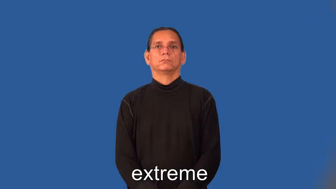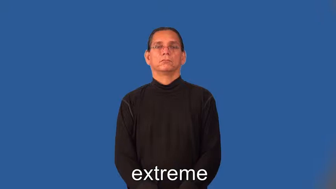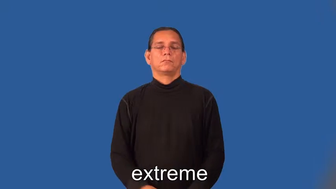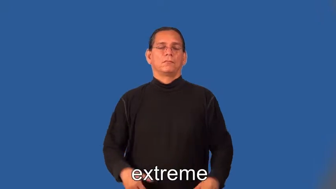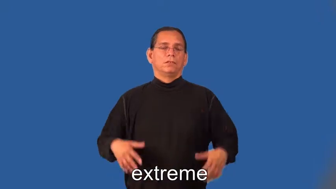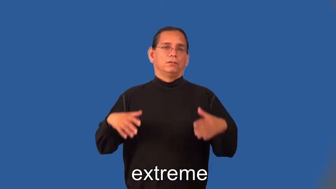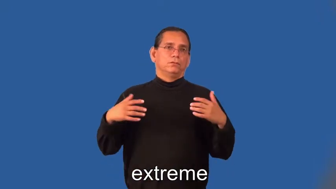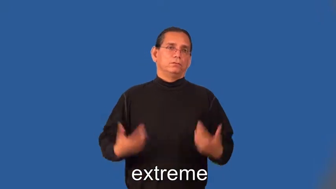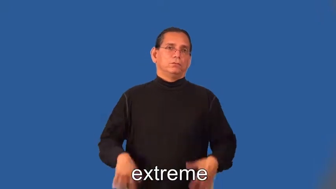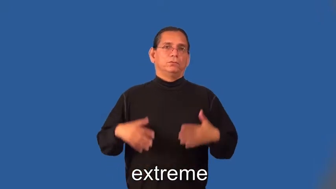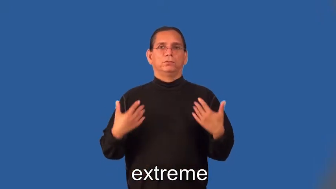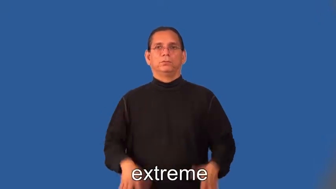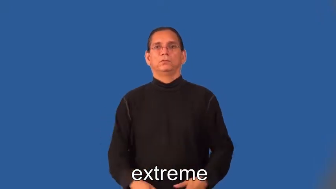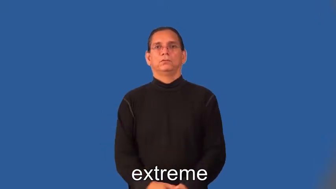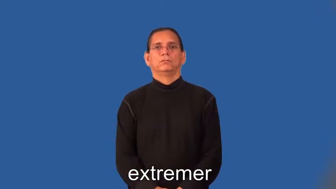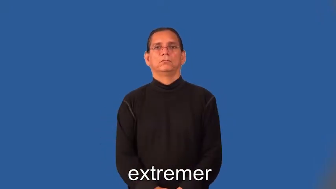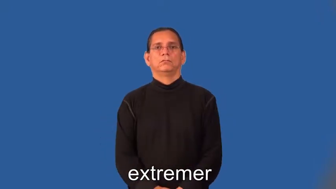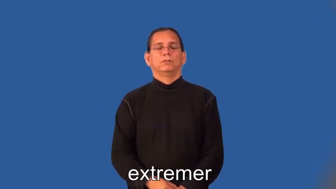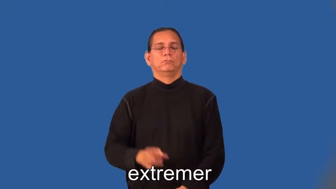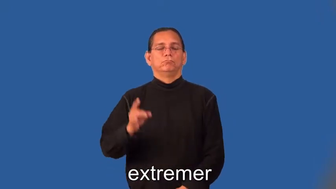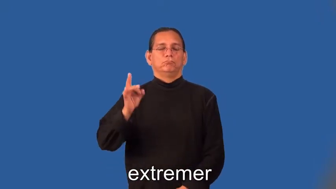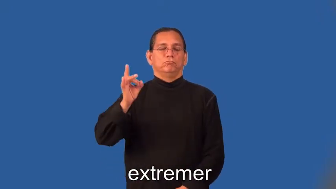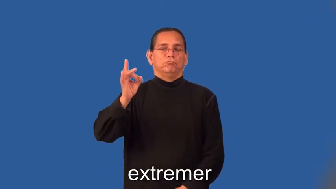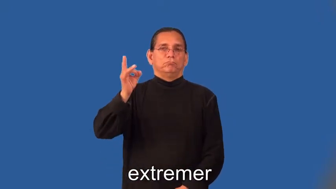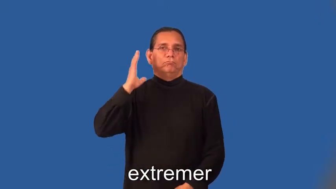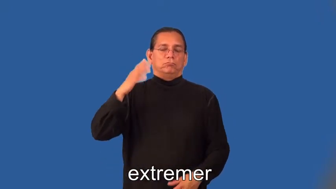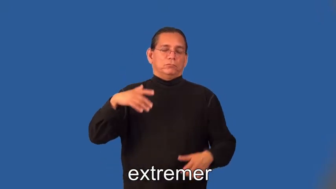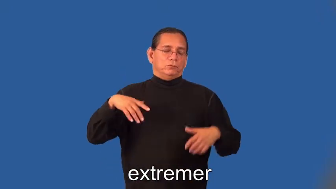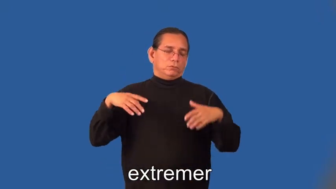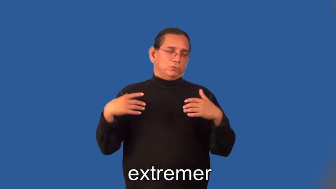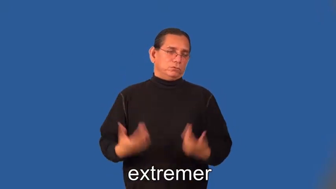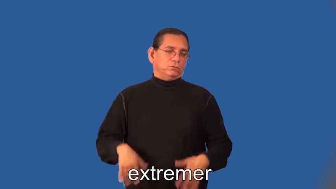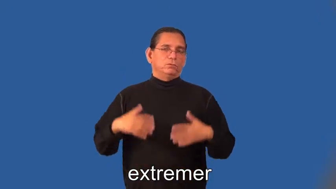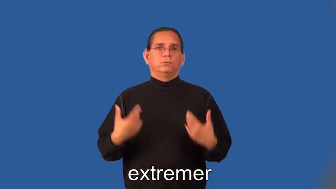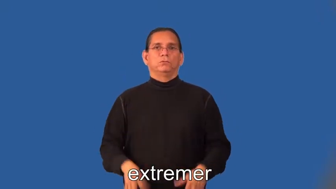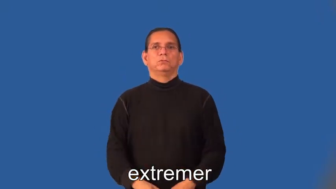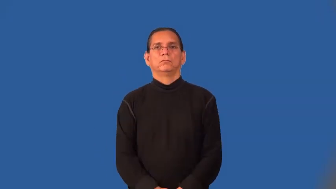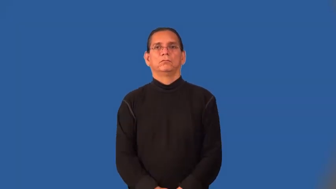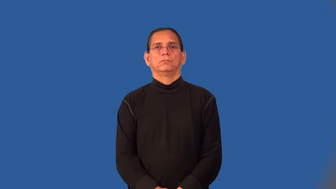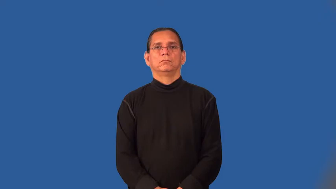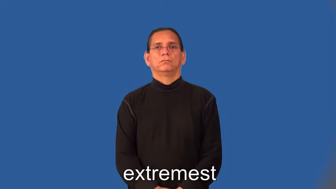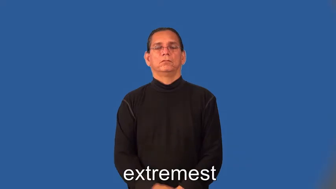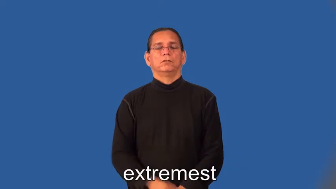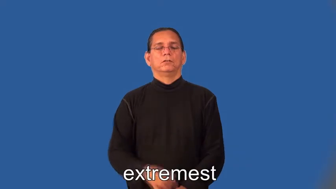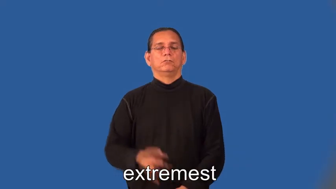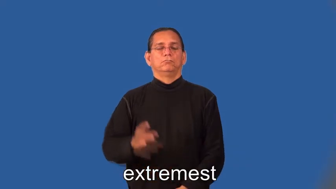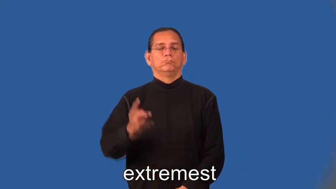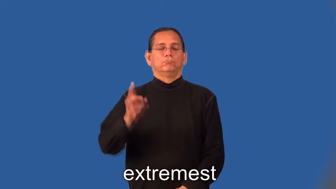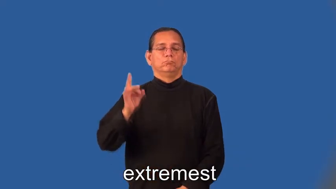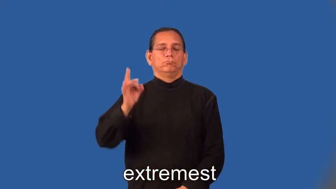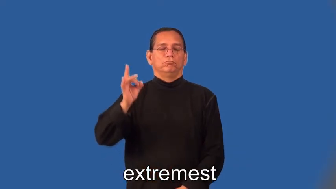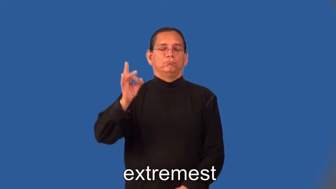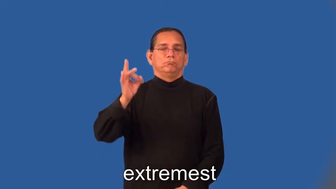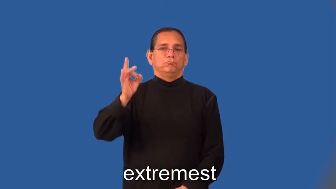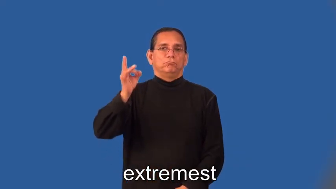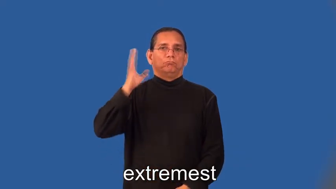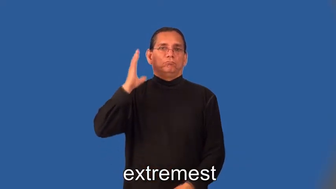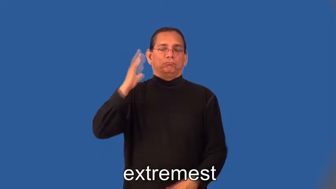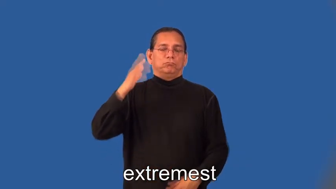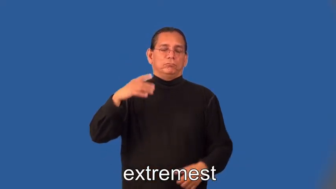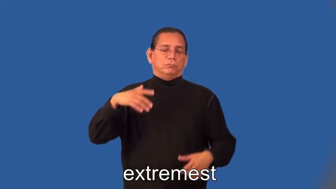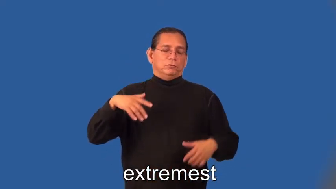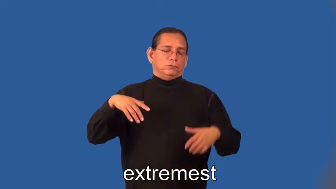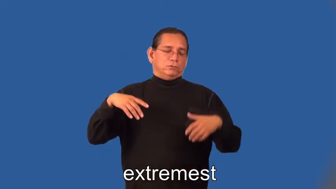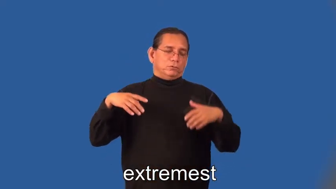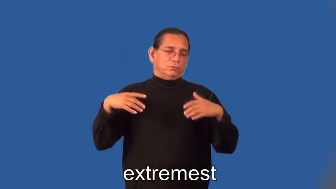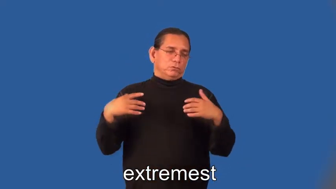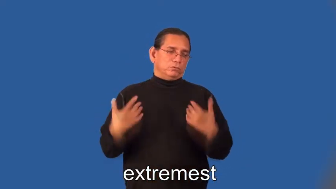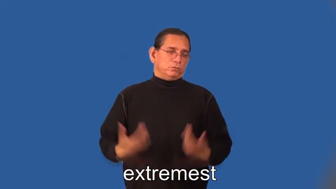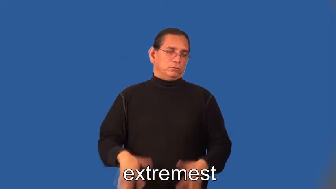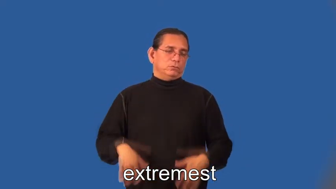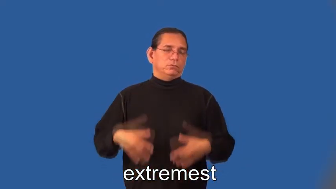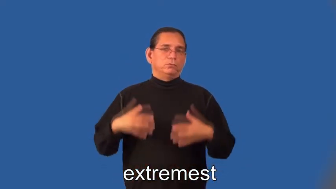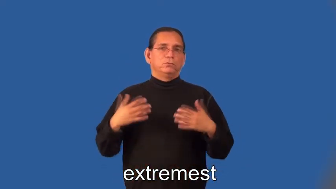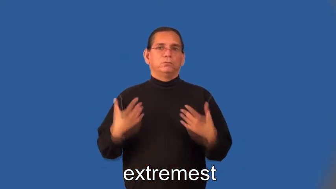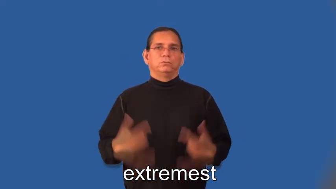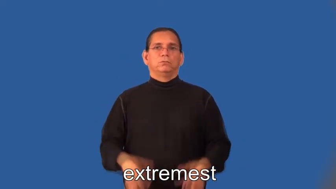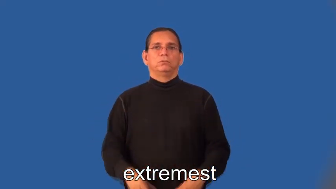extremer,extremest